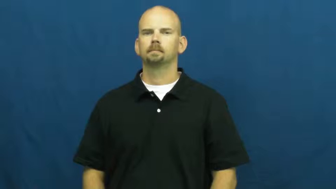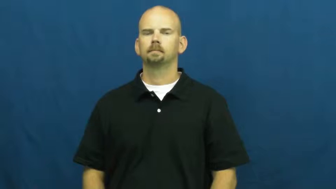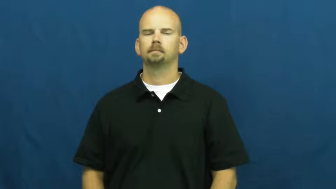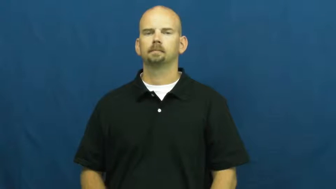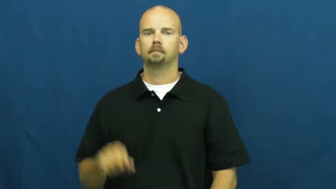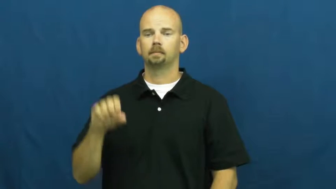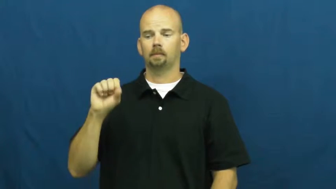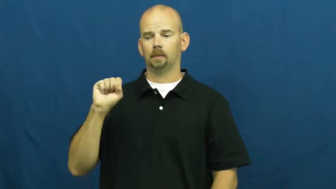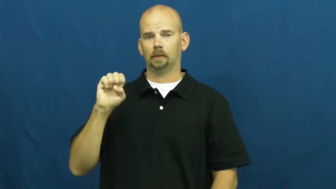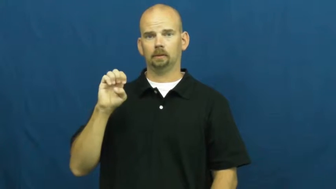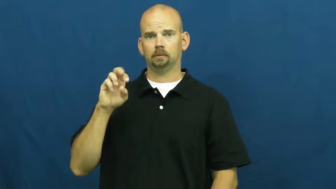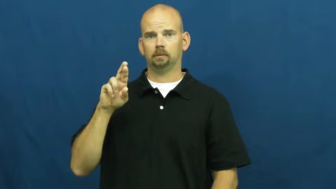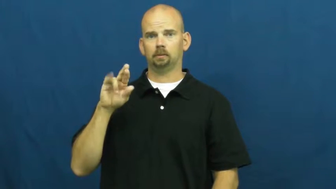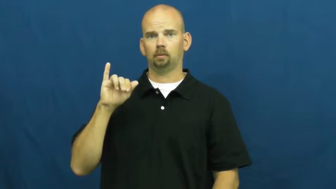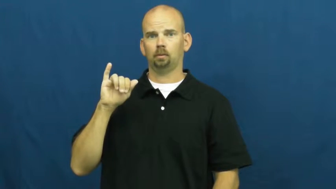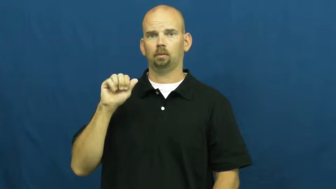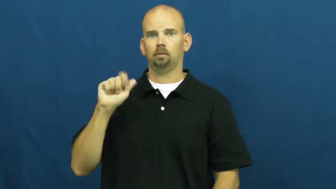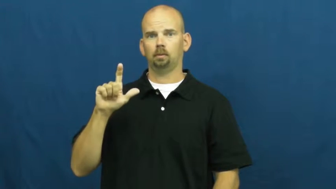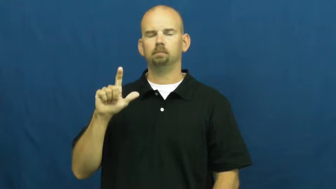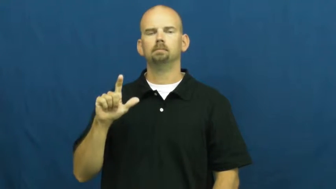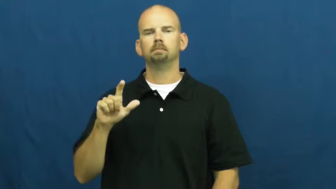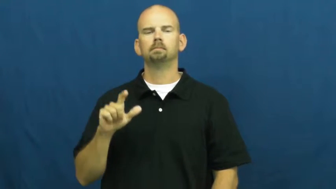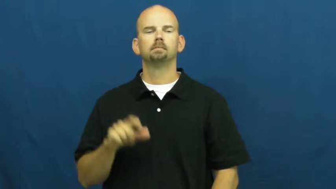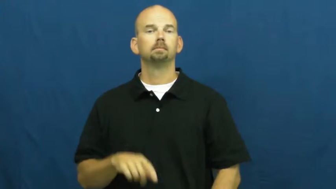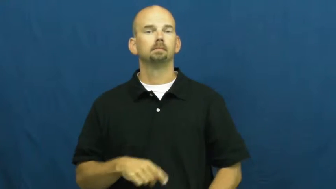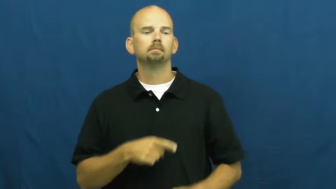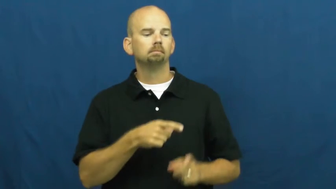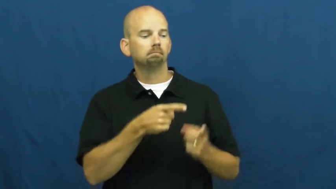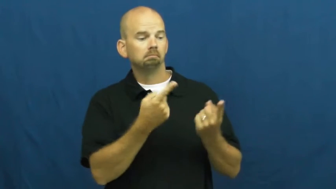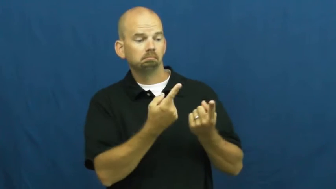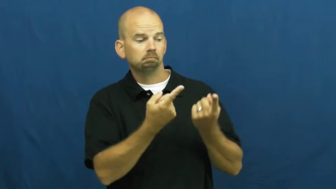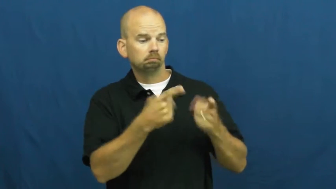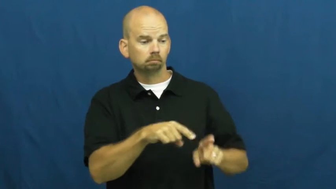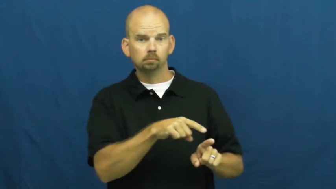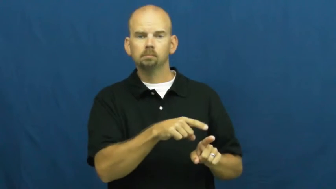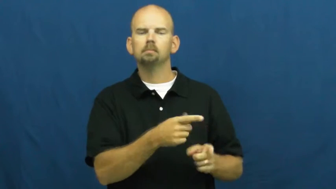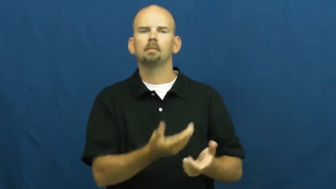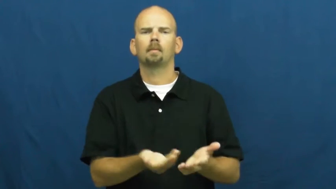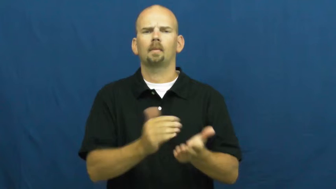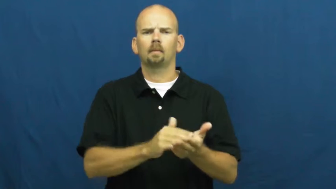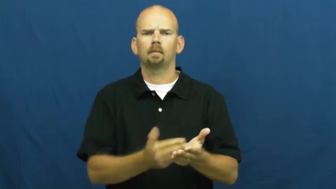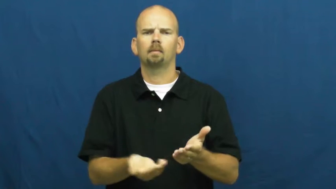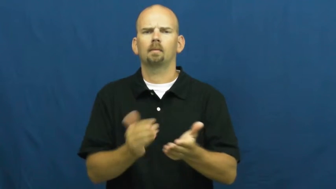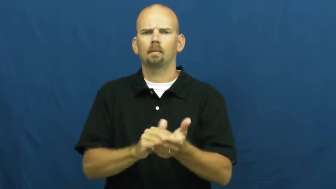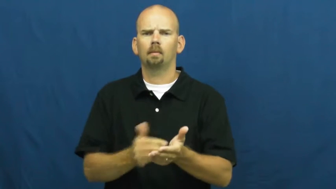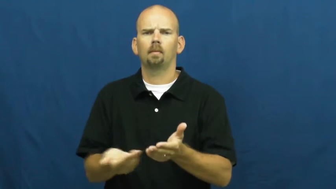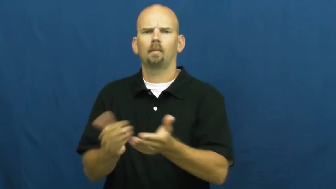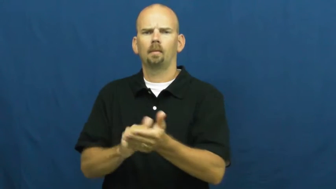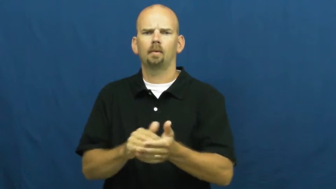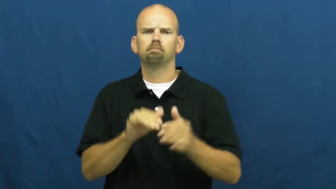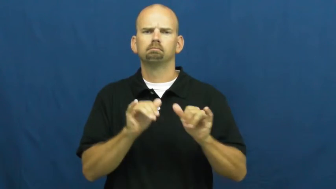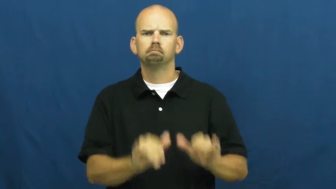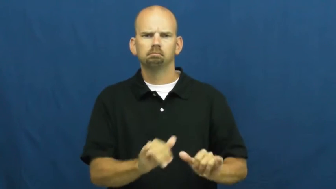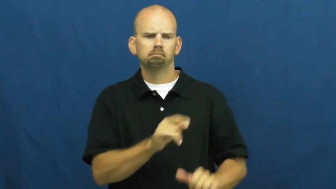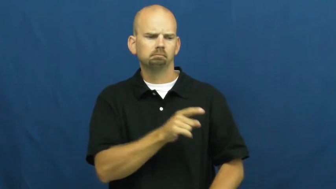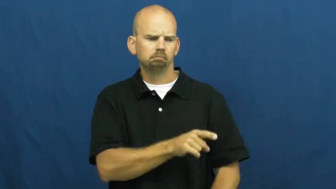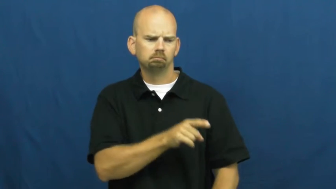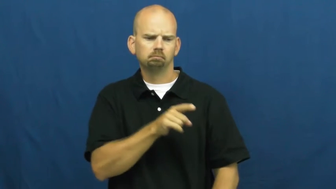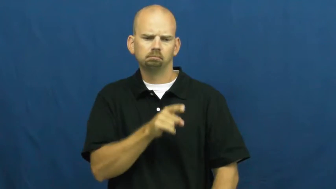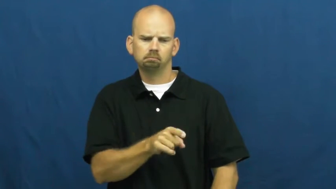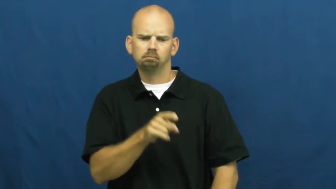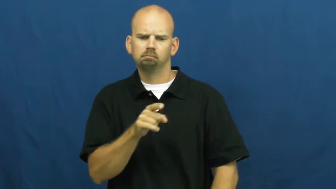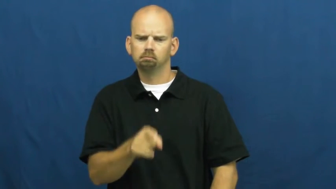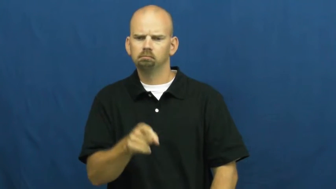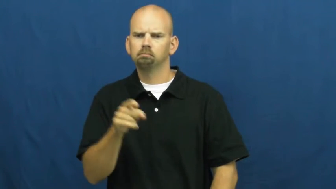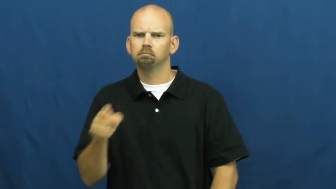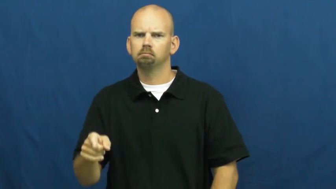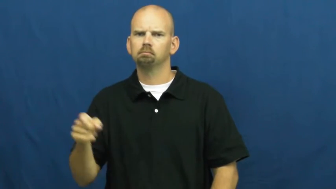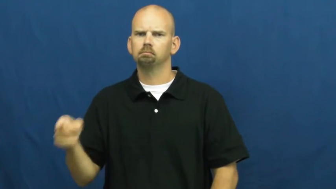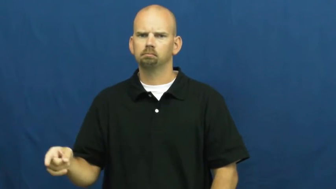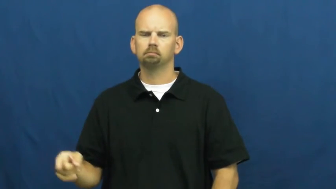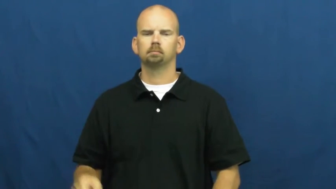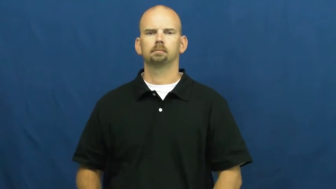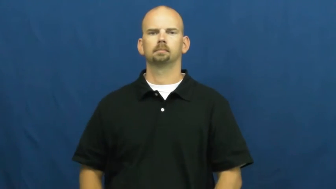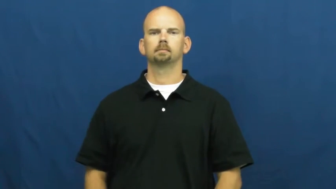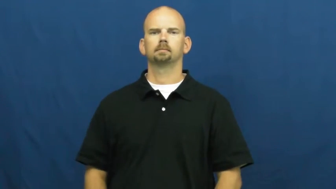serial